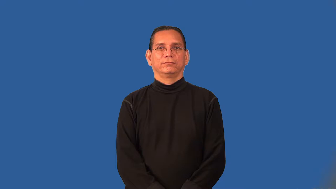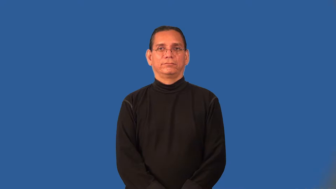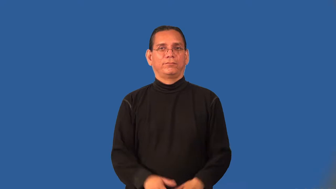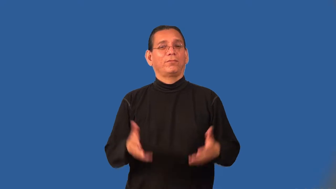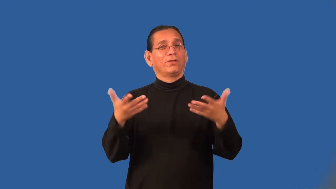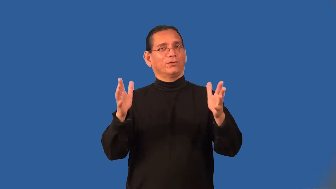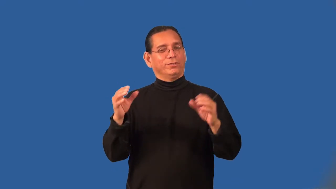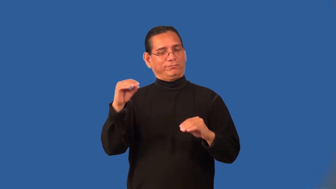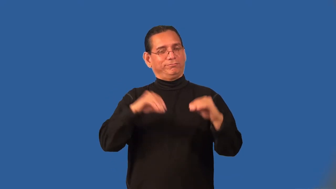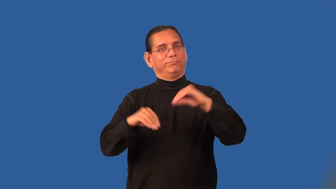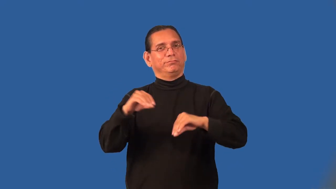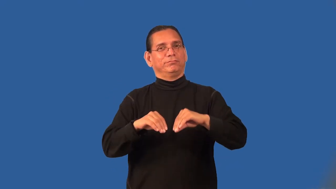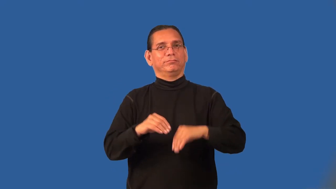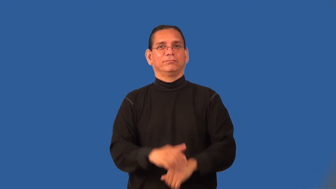prepackaged